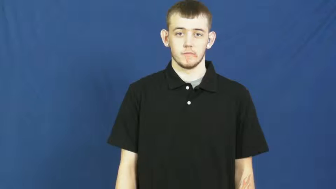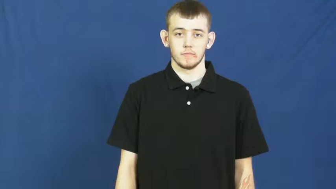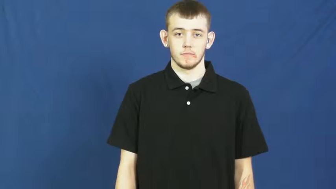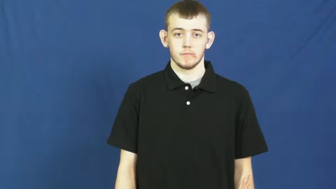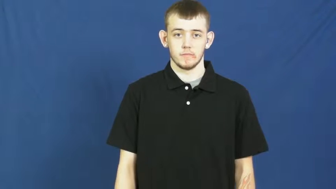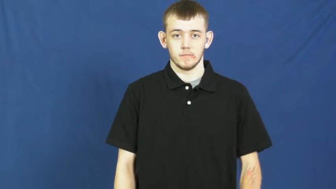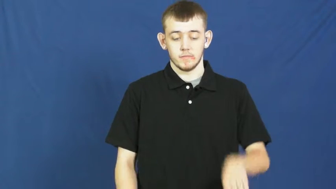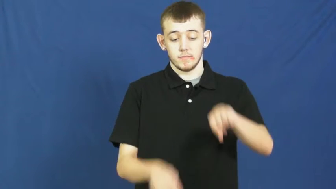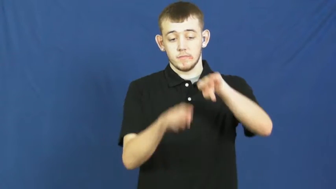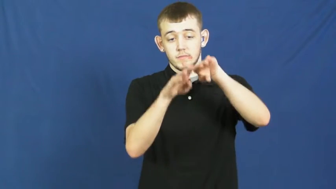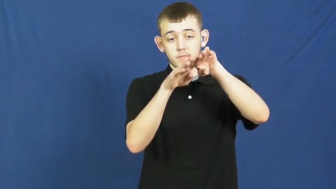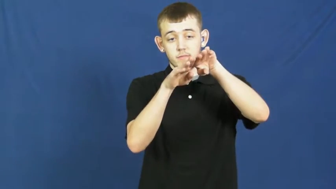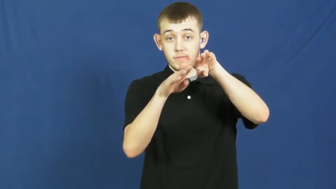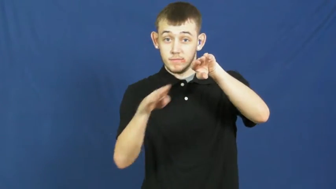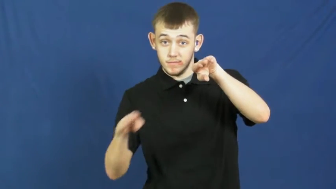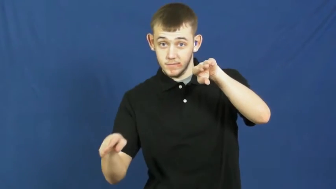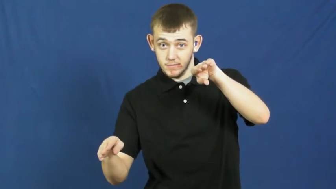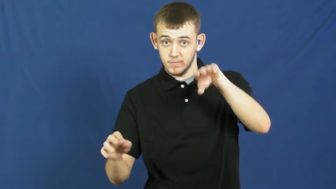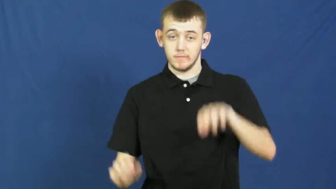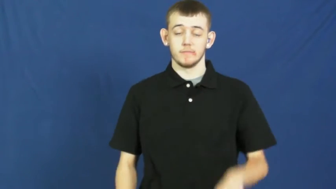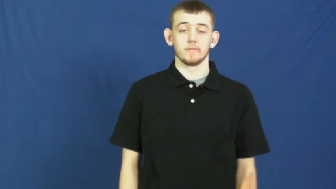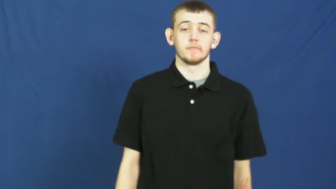slope,oblique,brae,downgrade